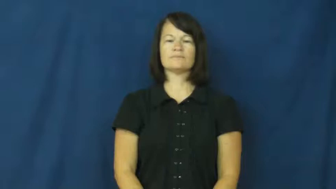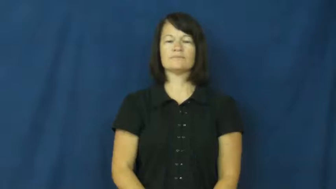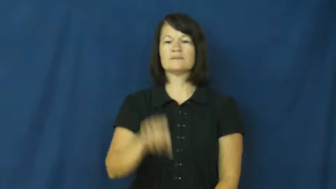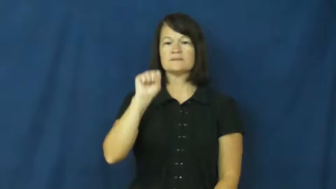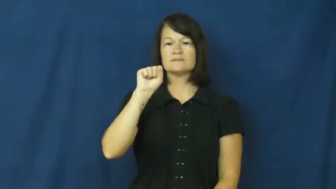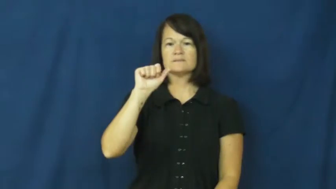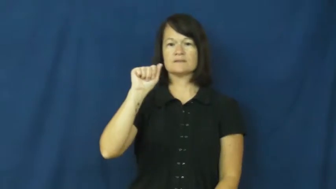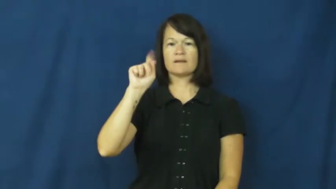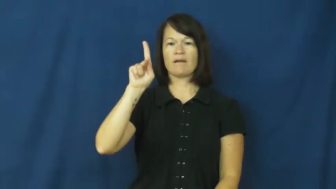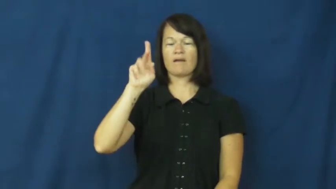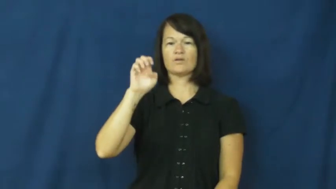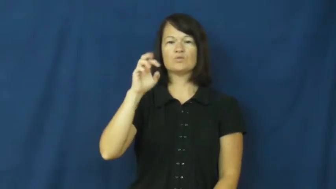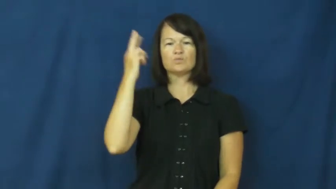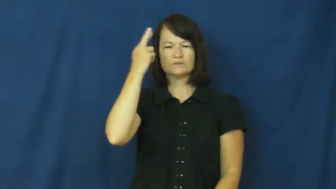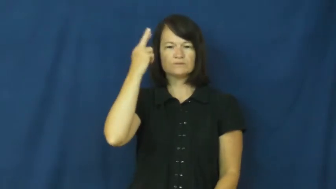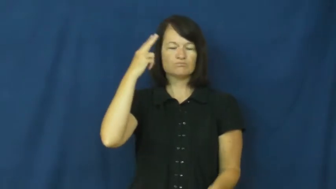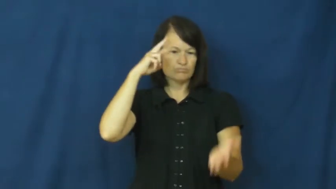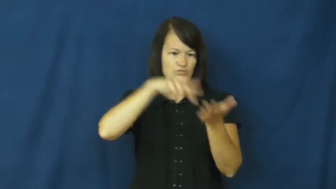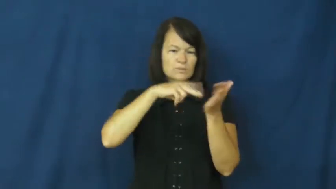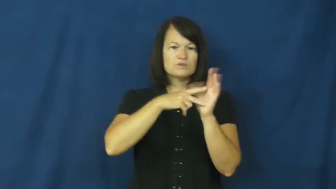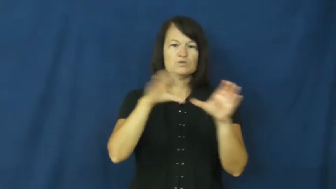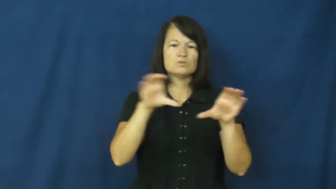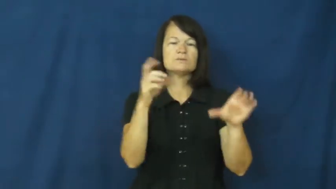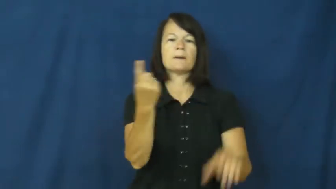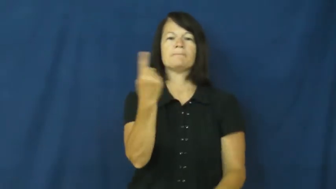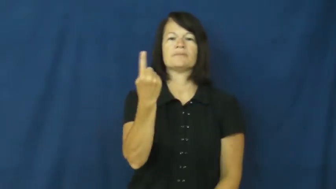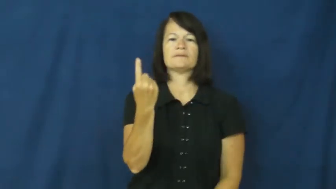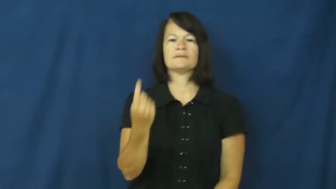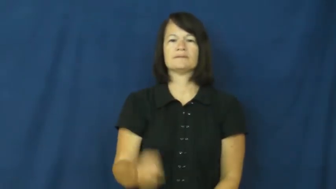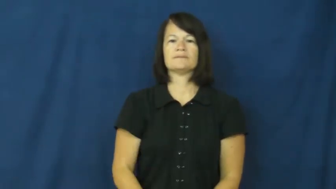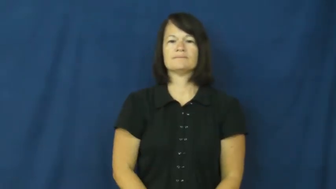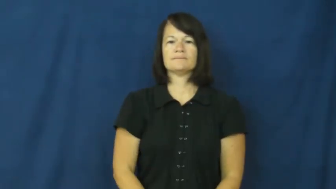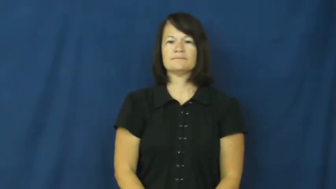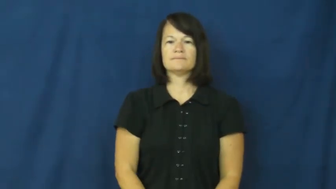sake-reason